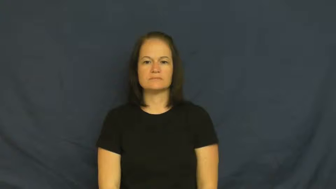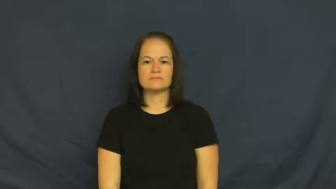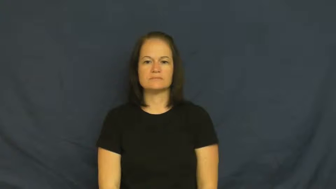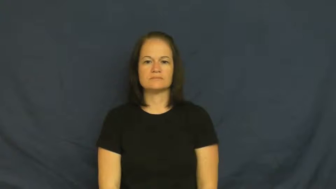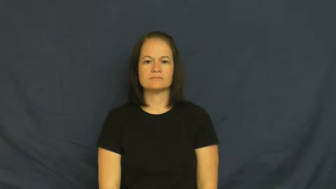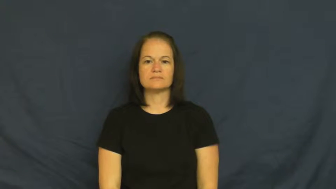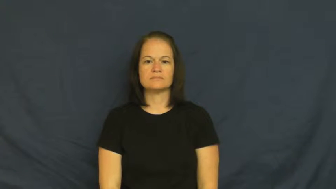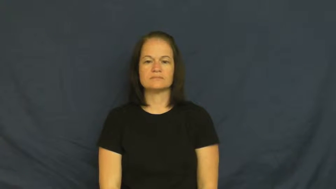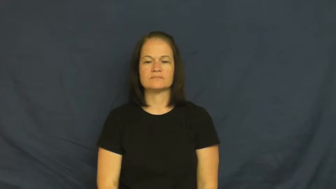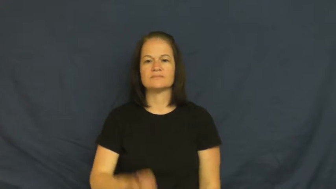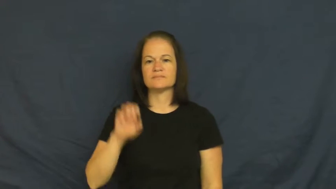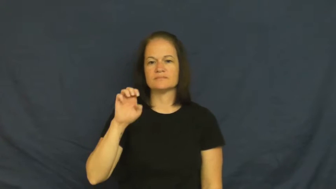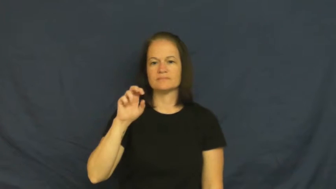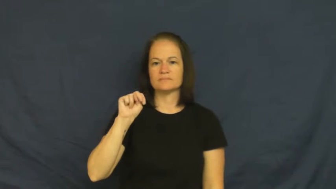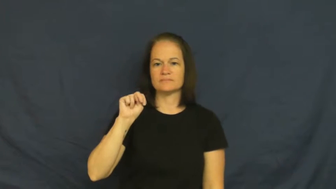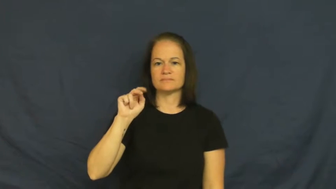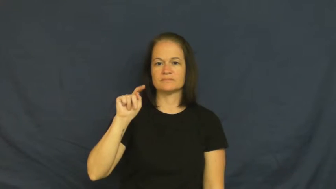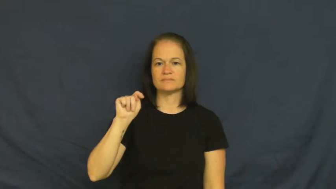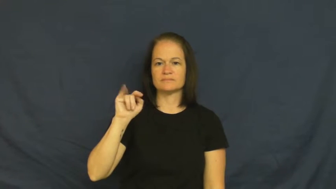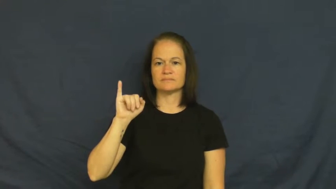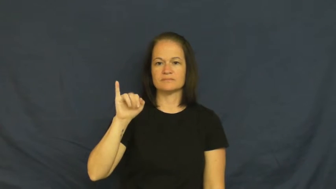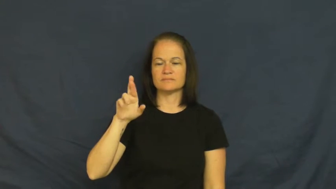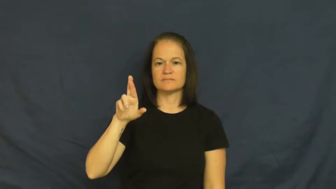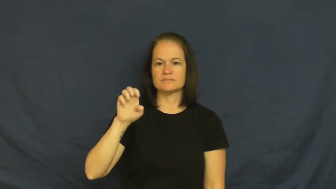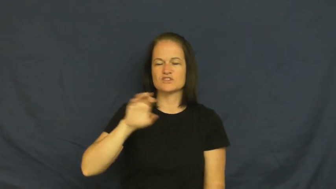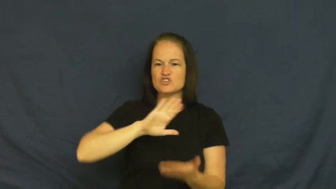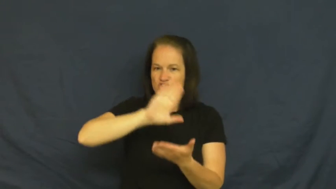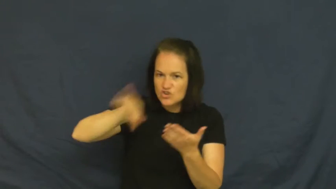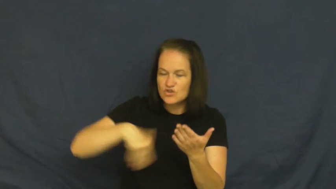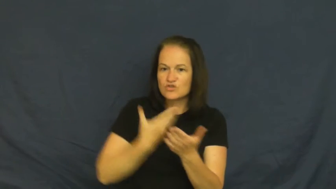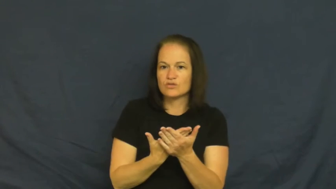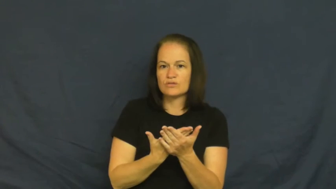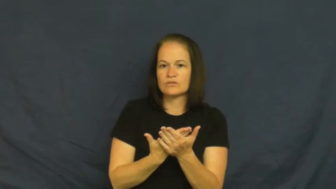entire